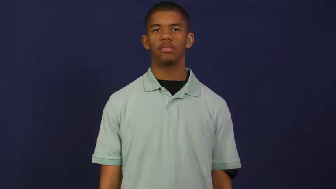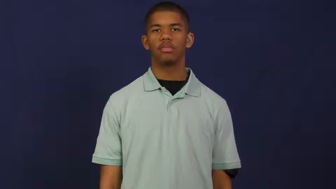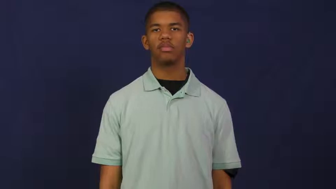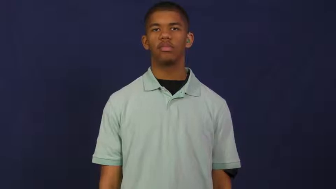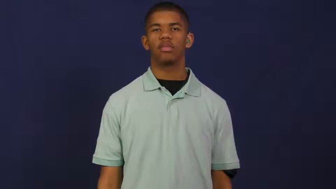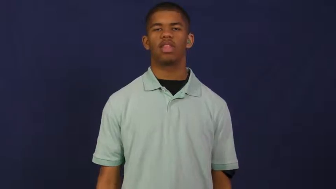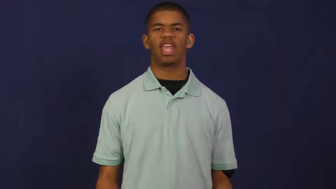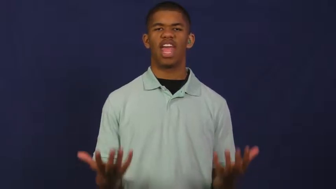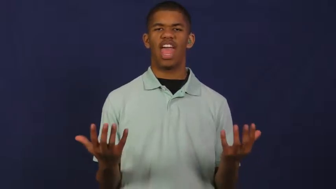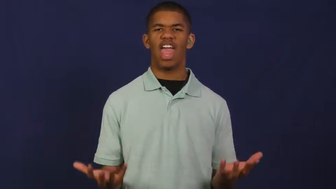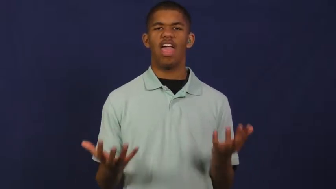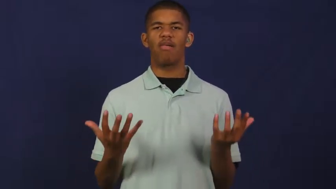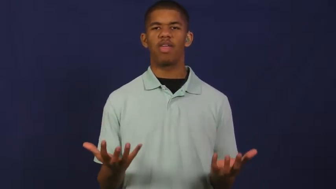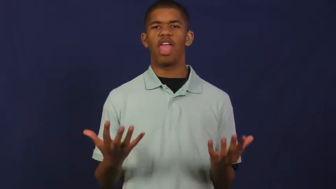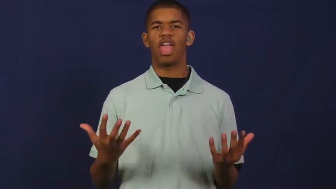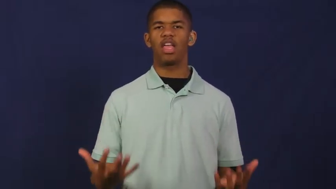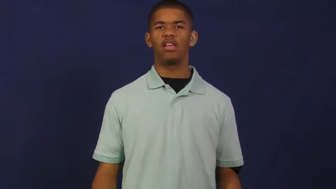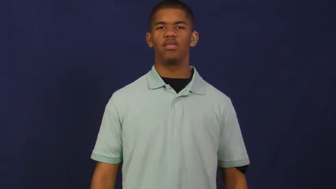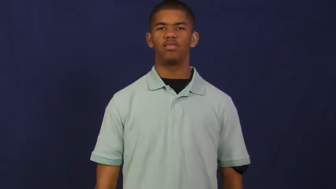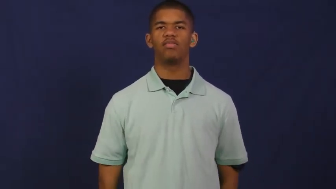heavy,hefty,leaden